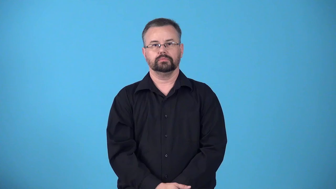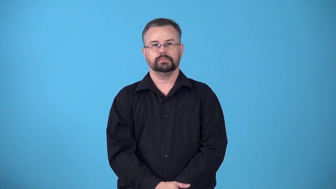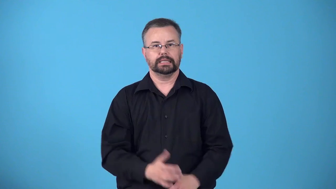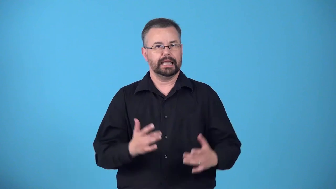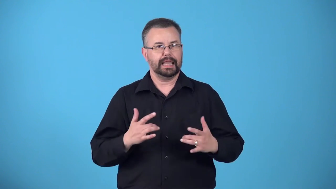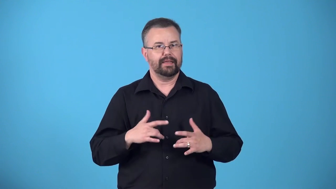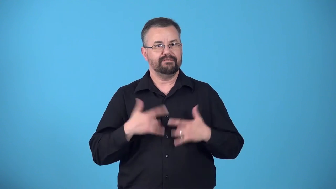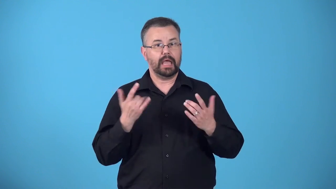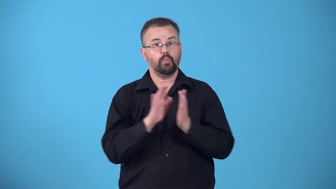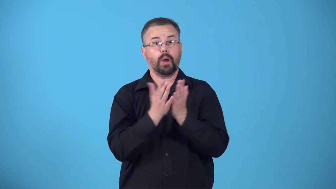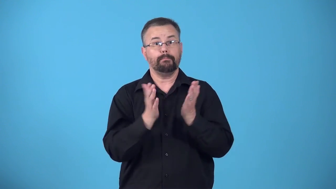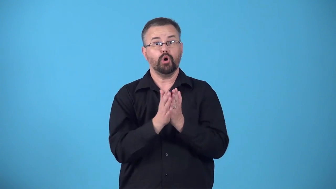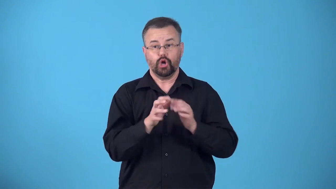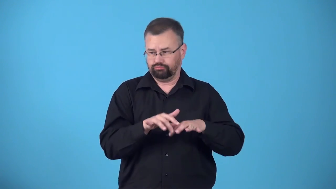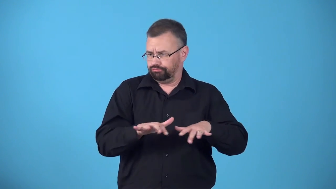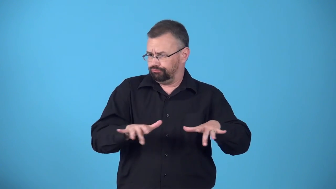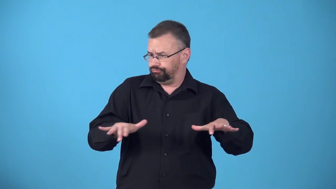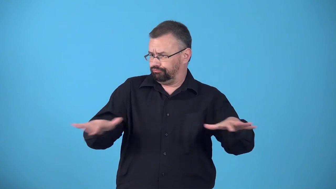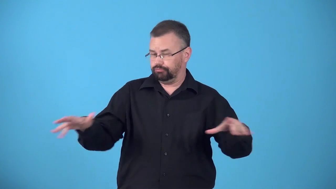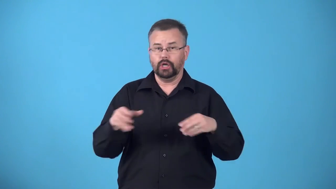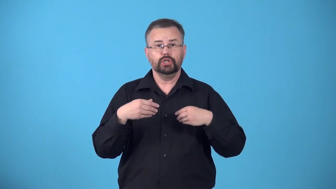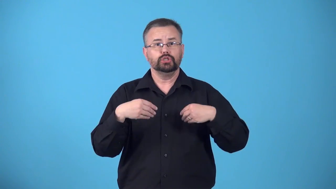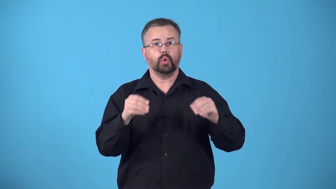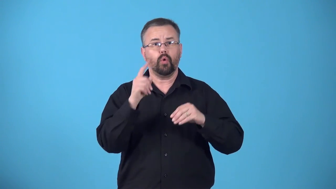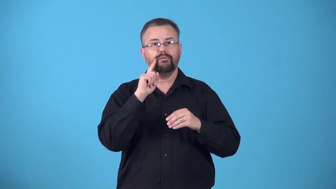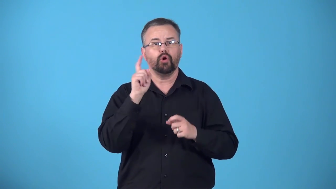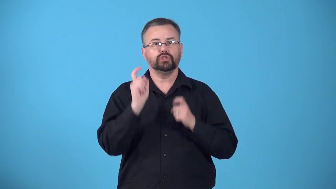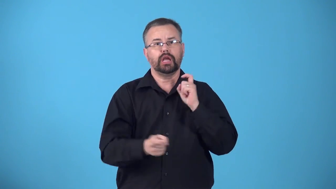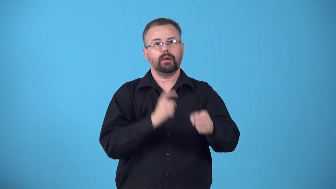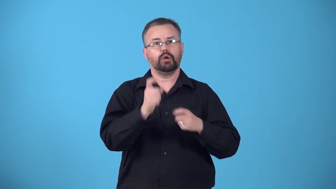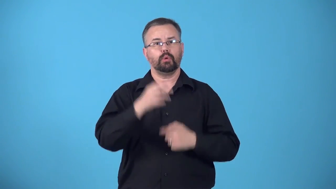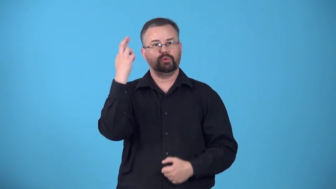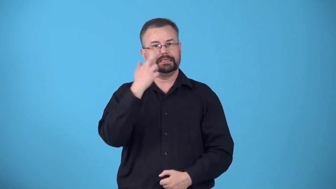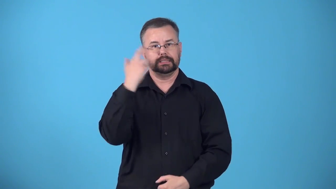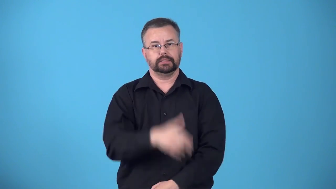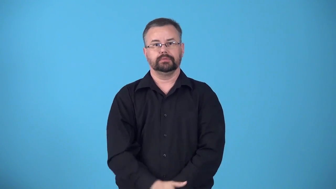bookfair